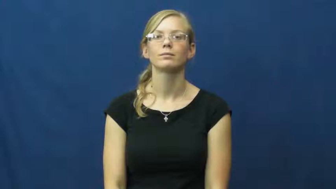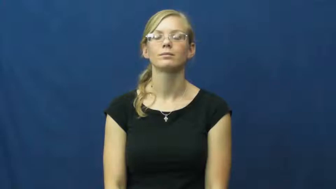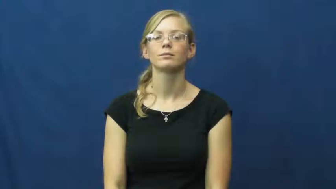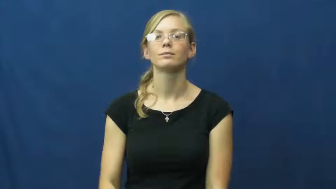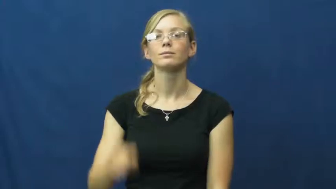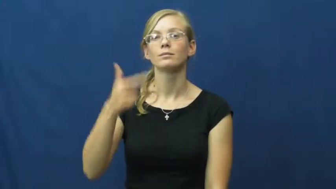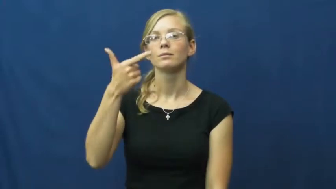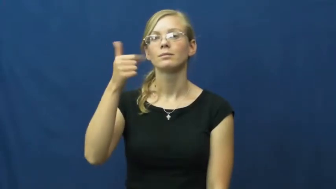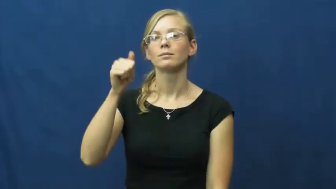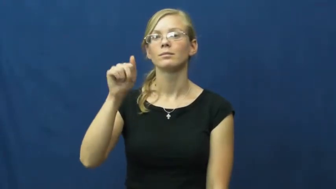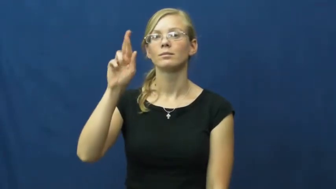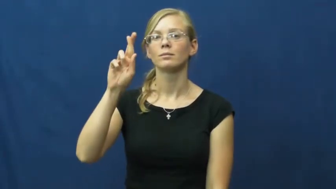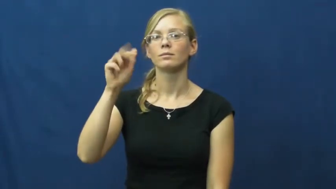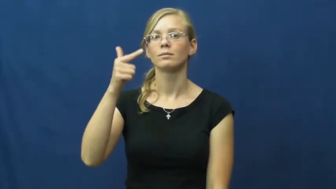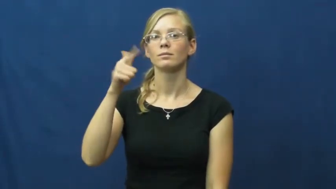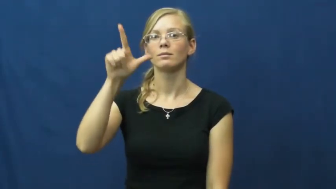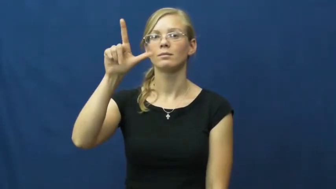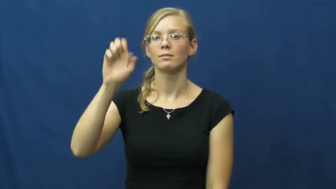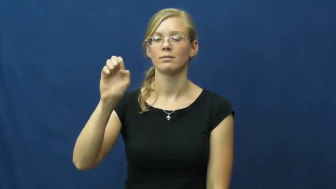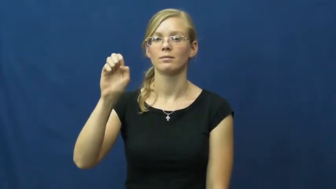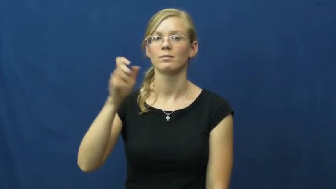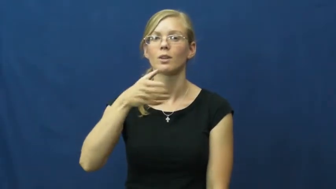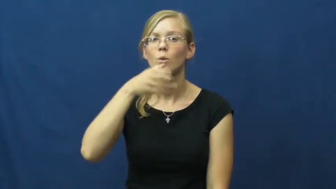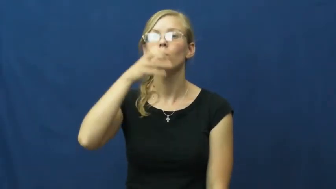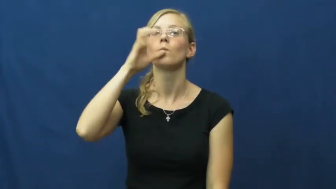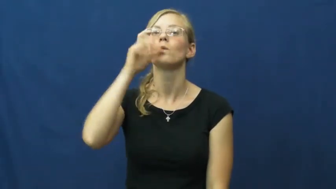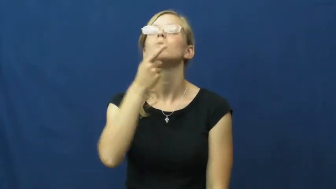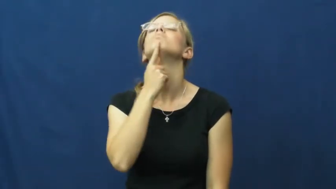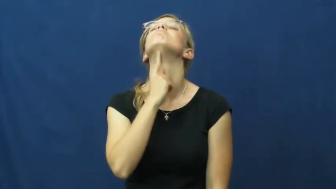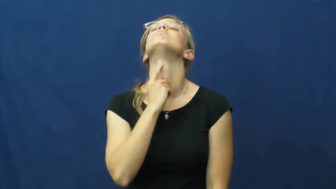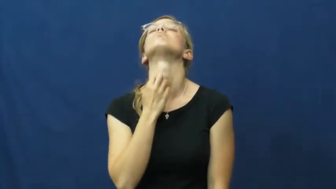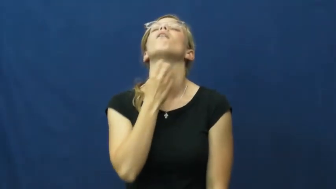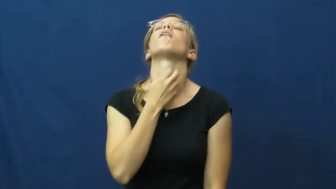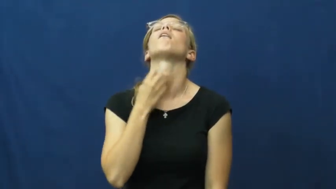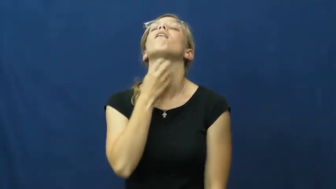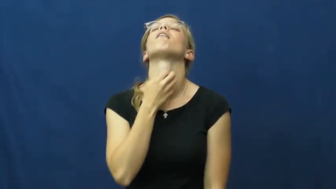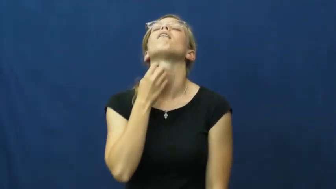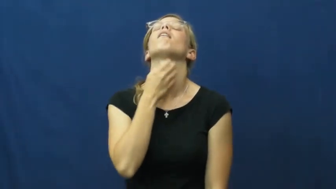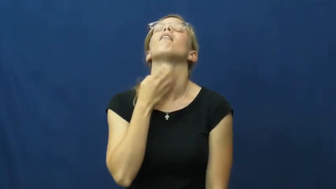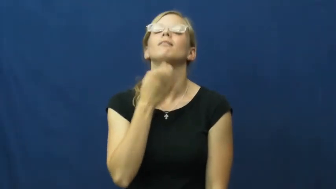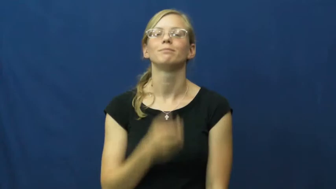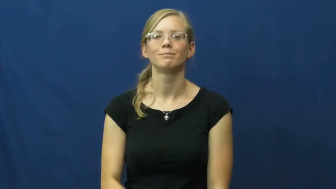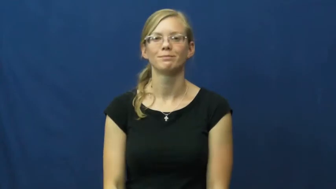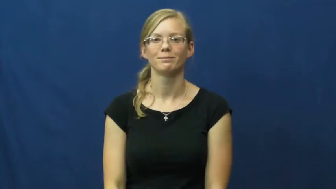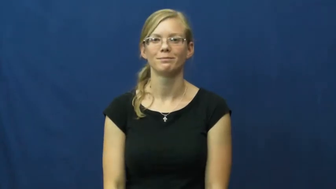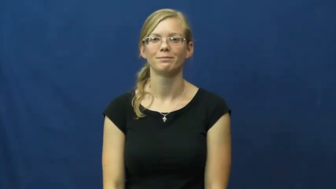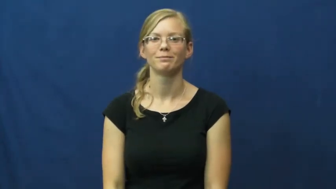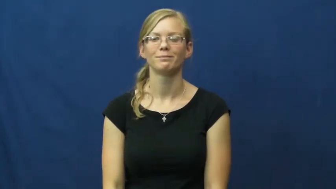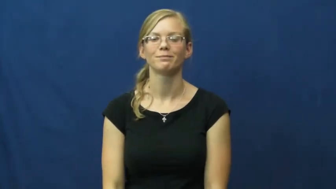gargle